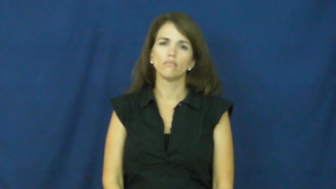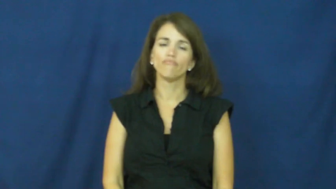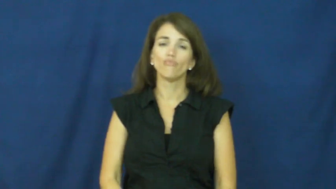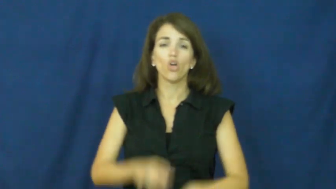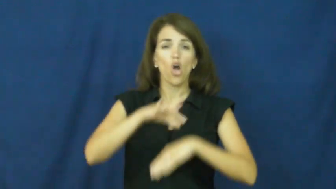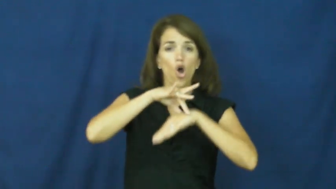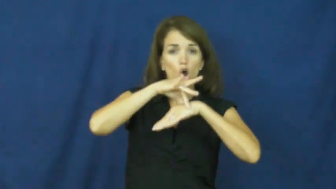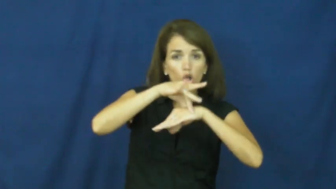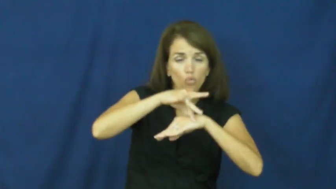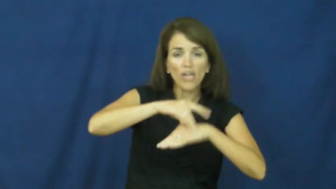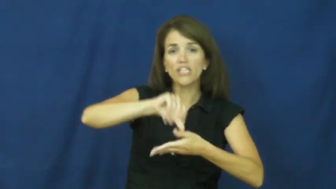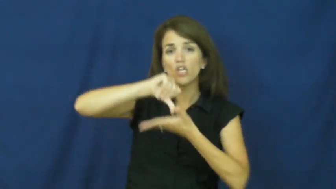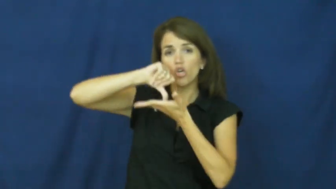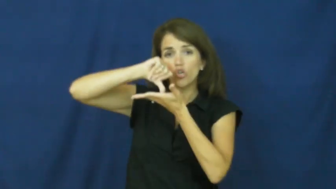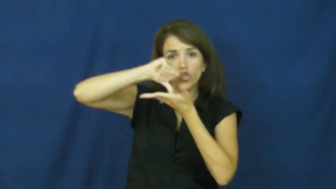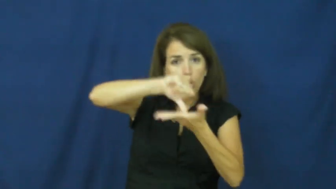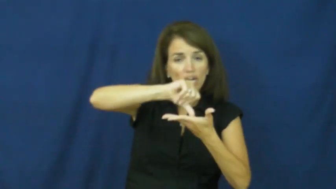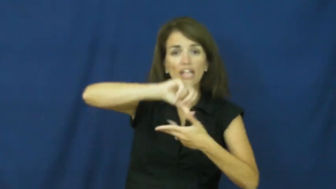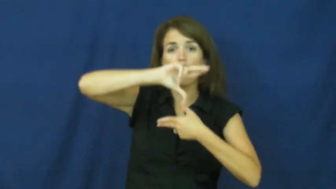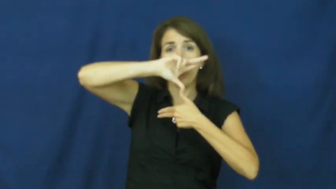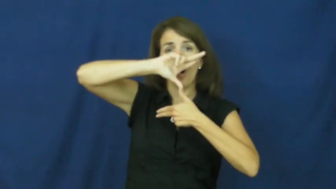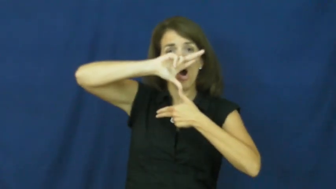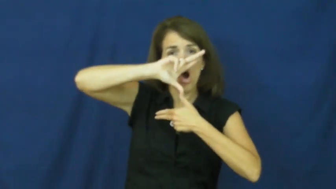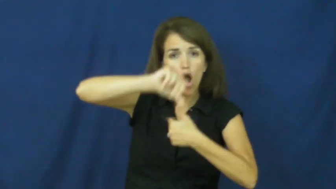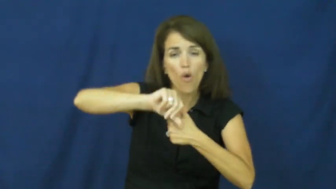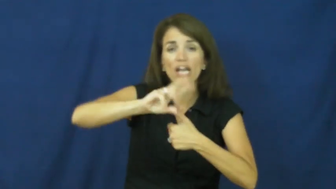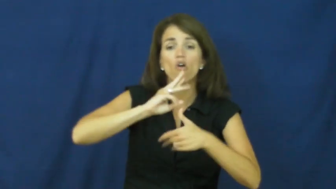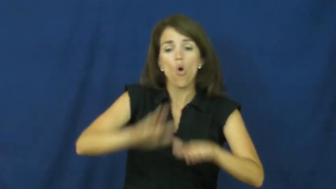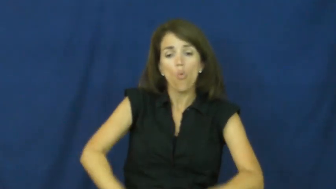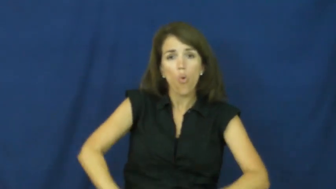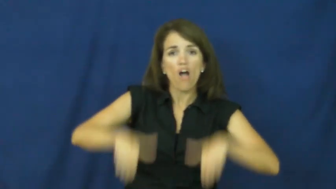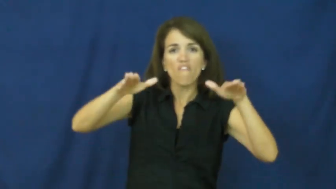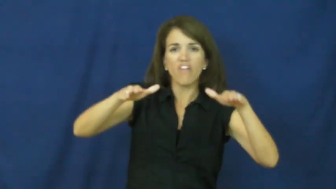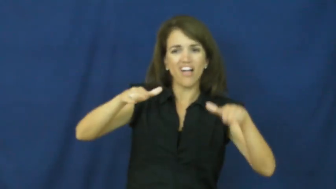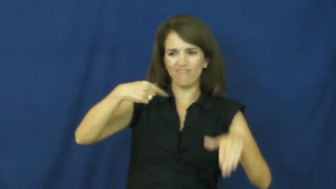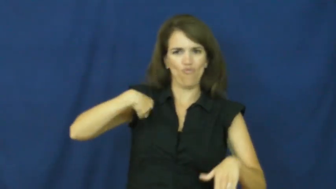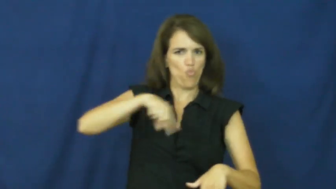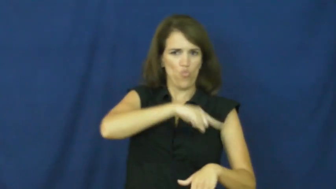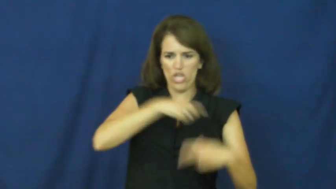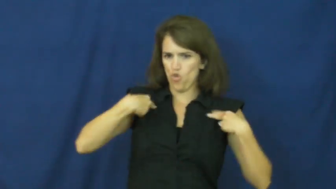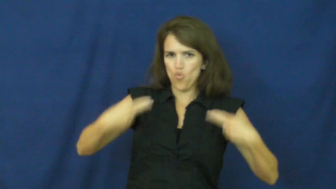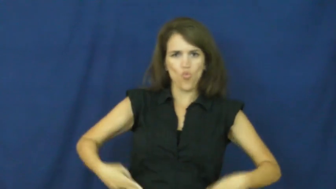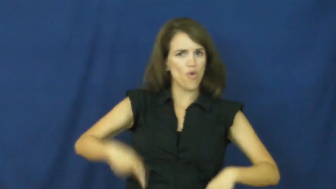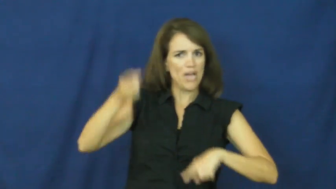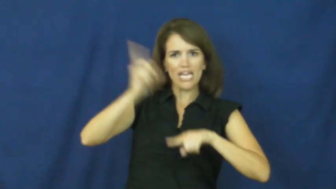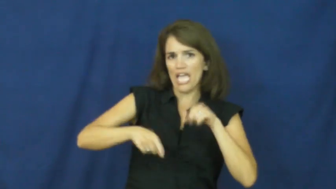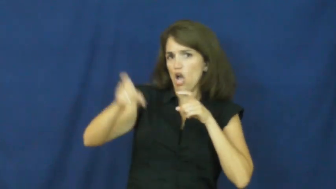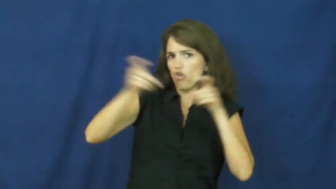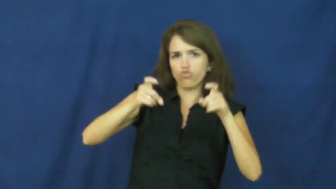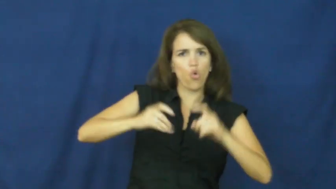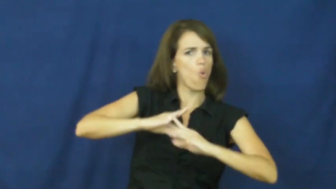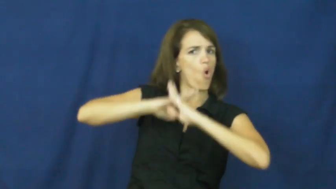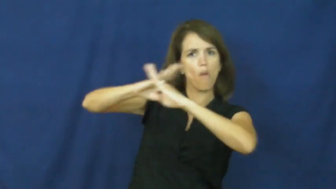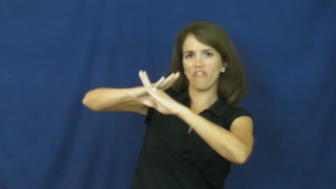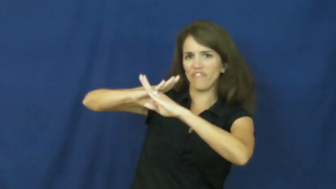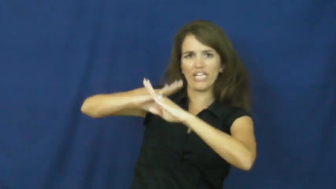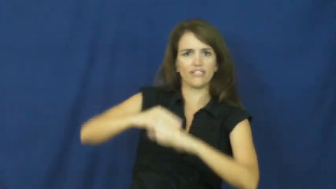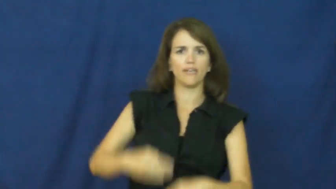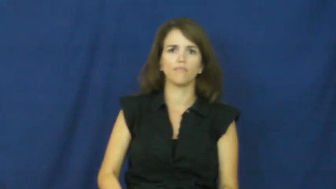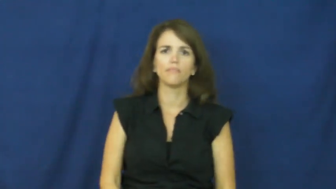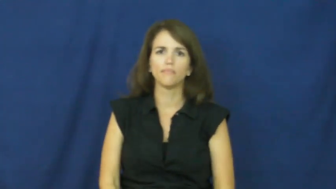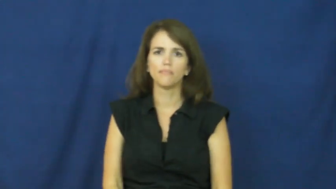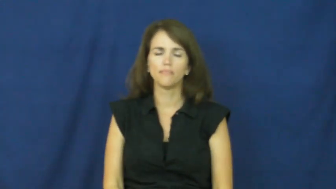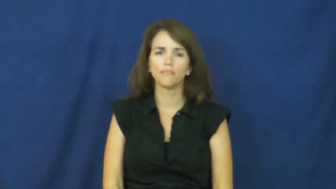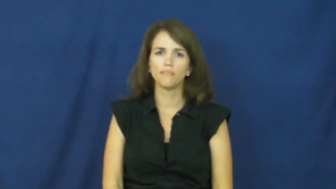"act of god"